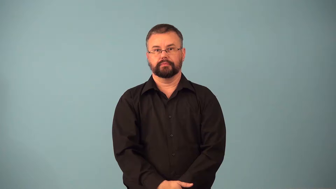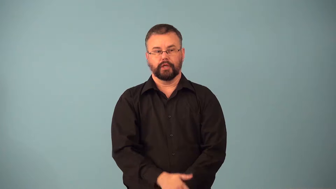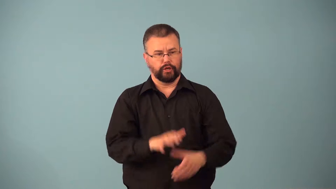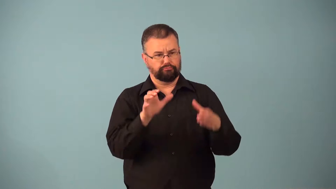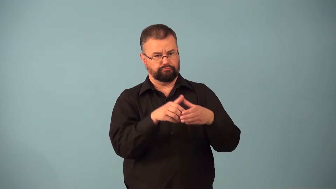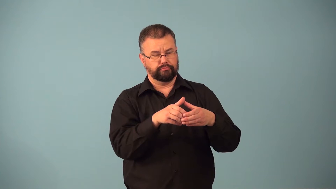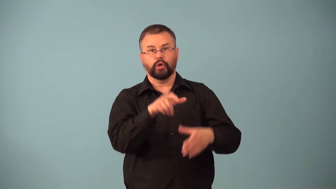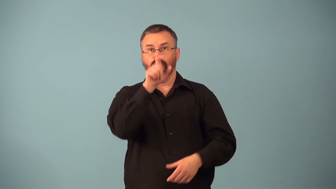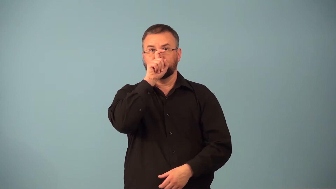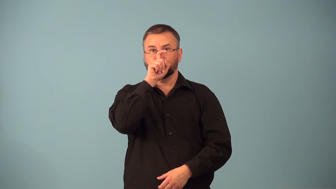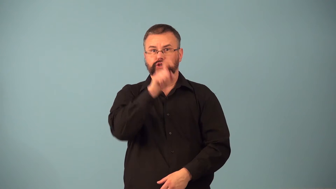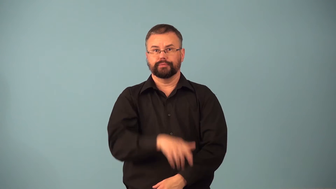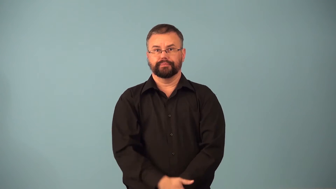coven